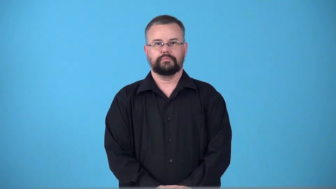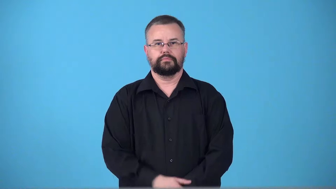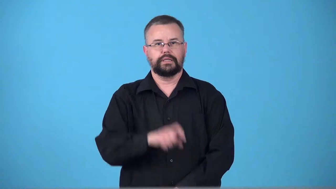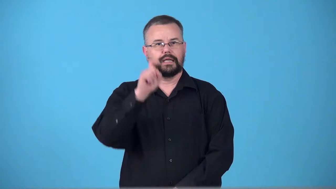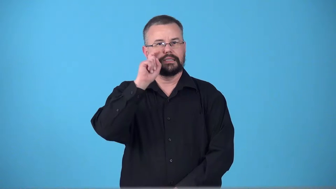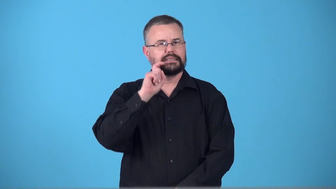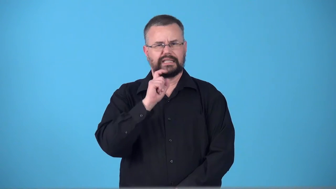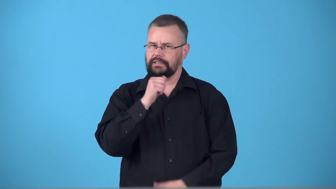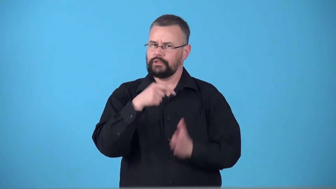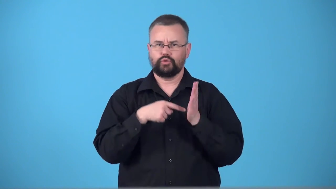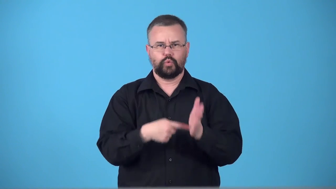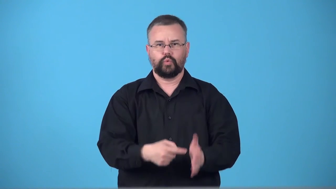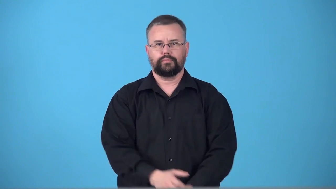tame,tepid-does not show sex